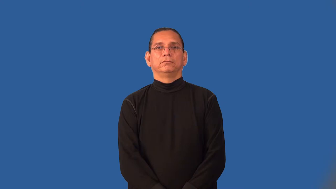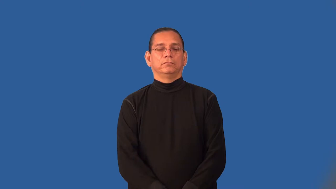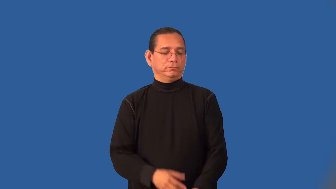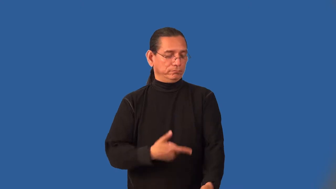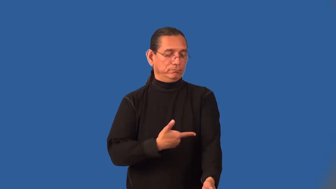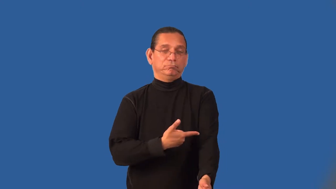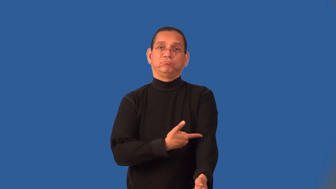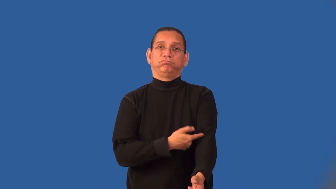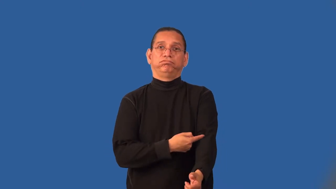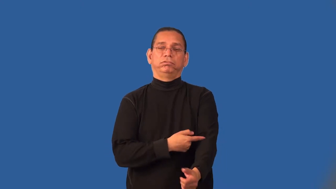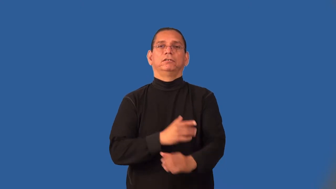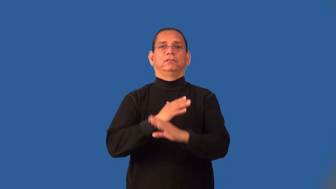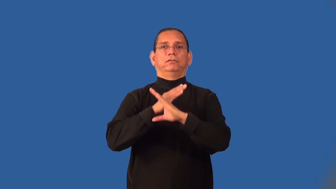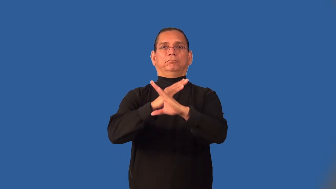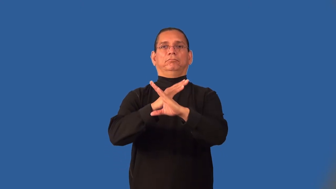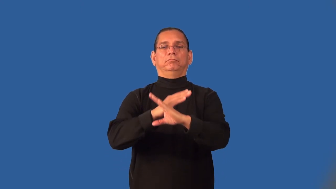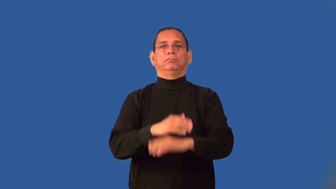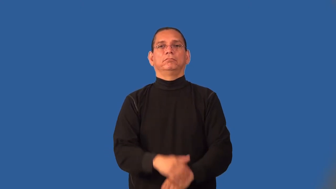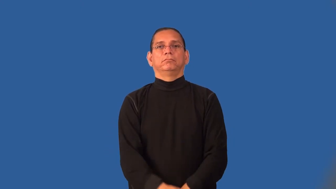immunize